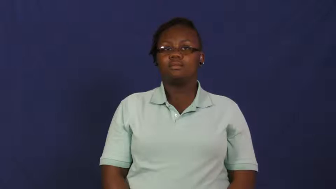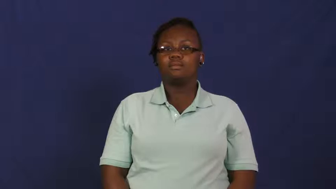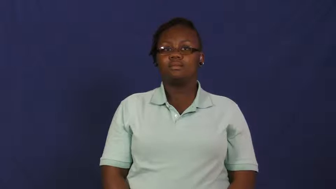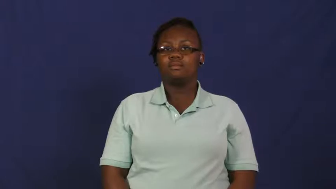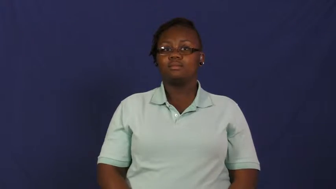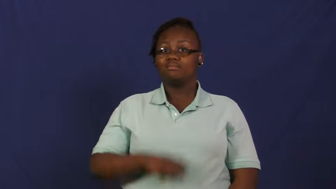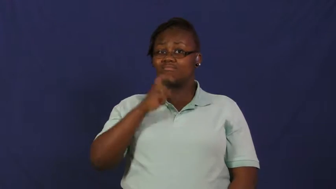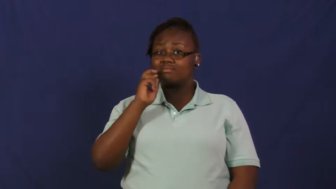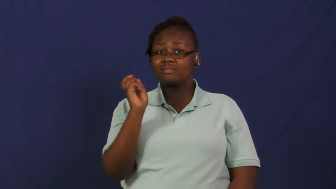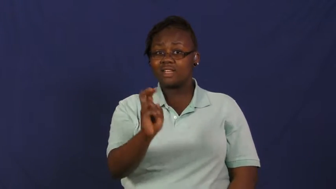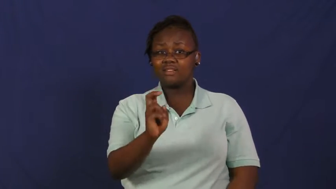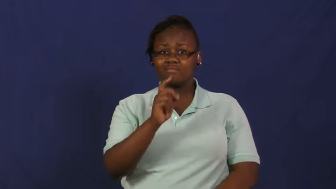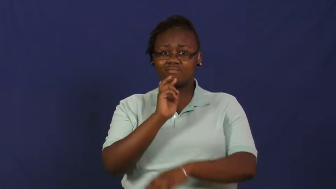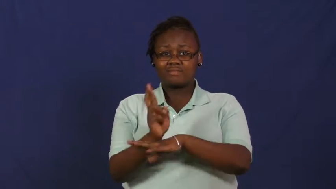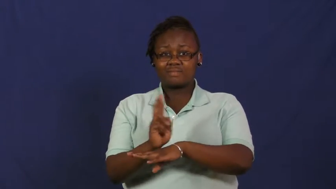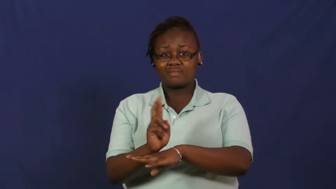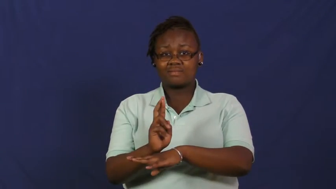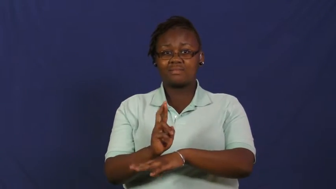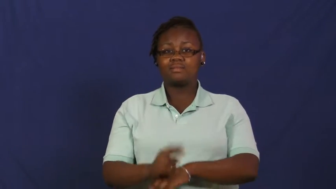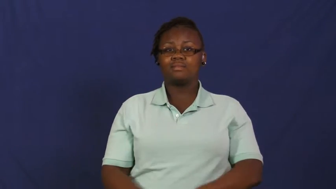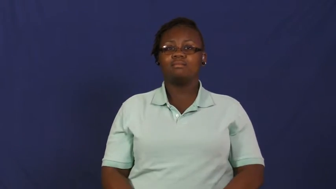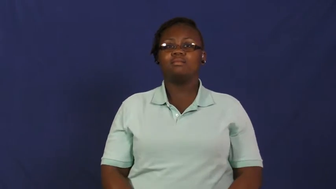rattlesnake